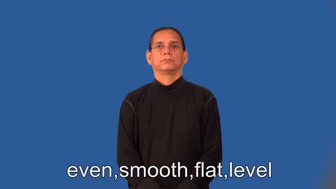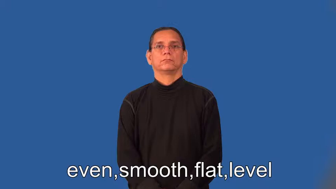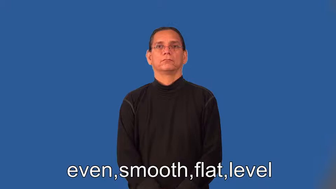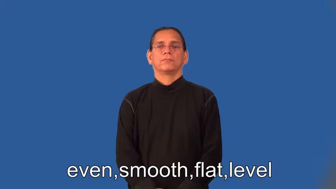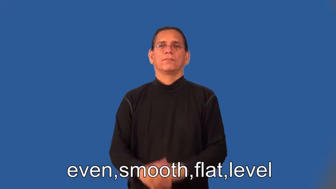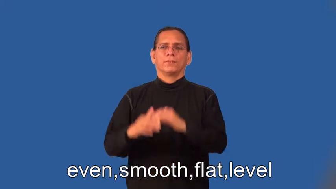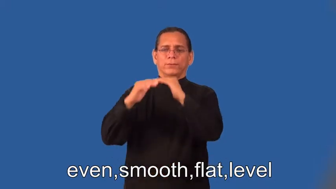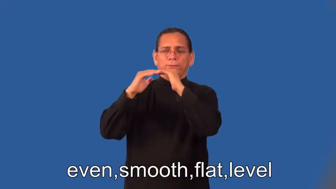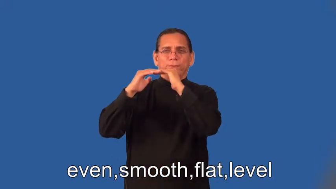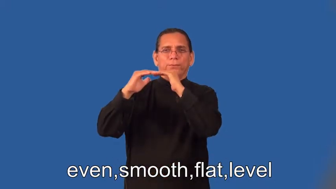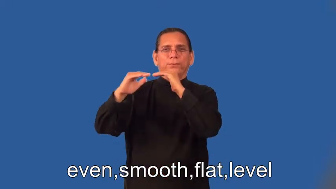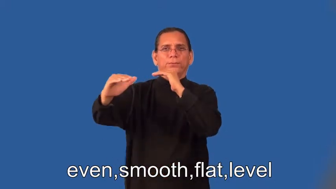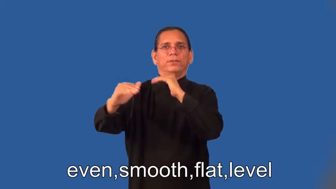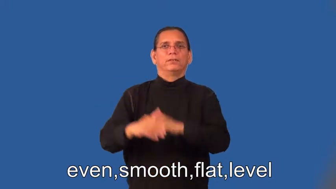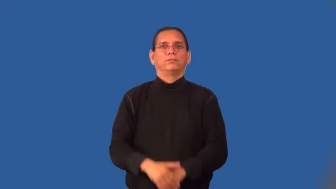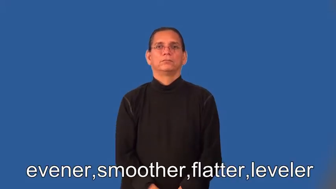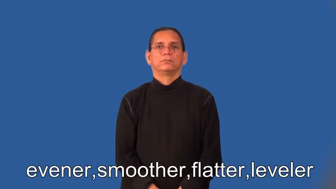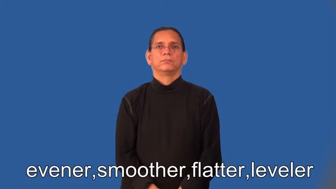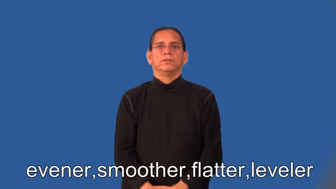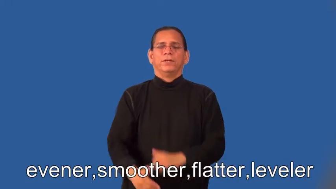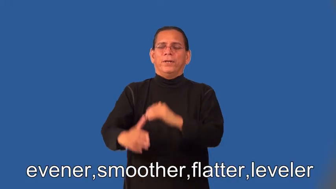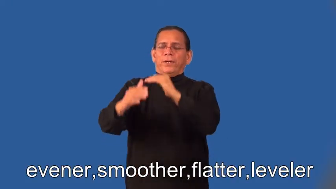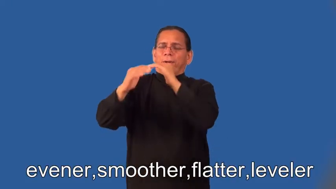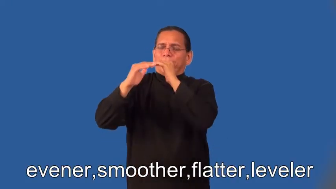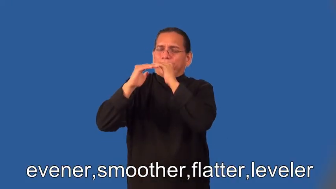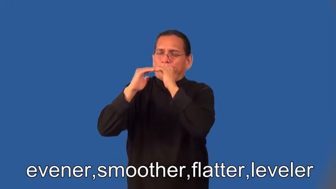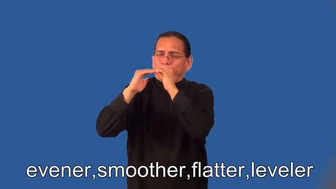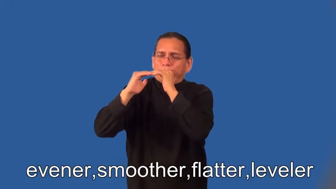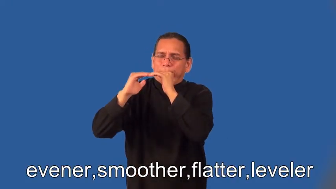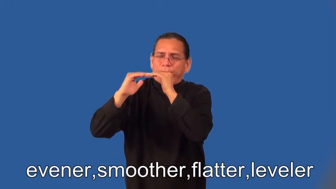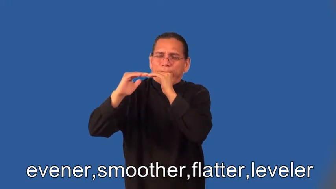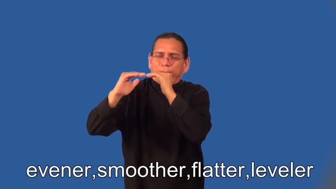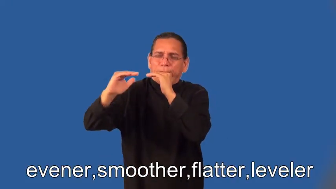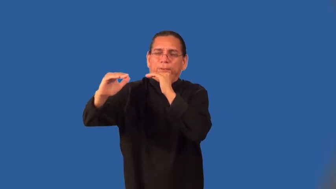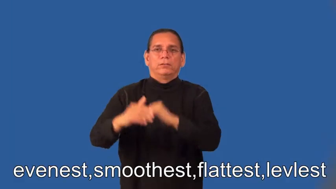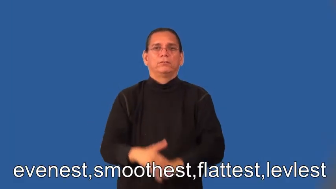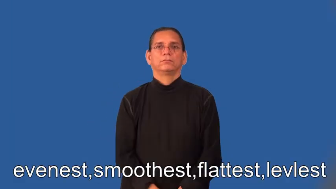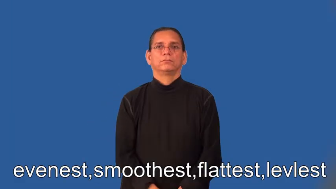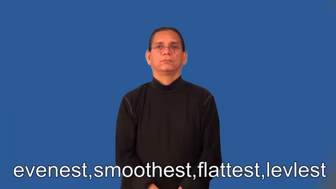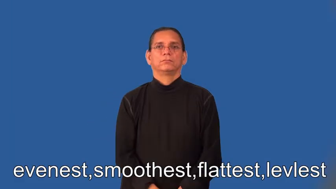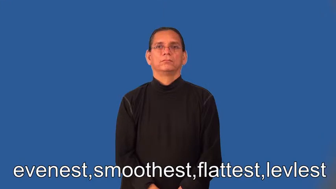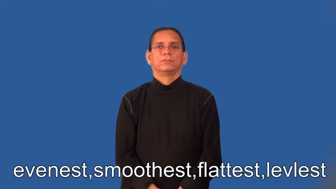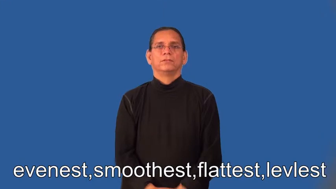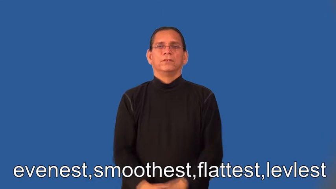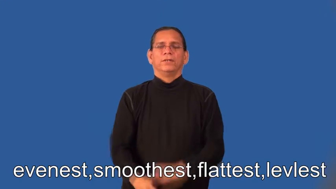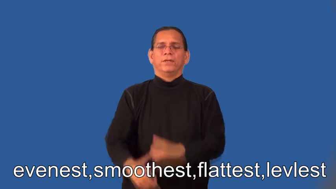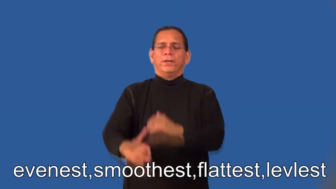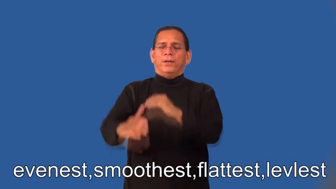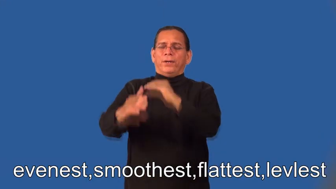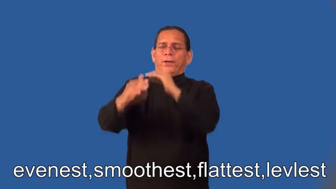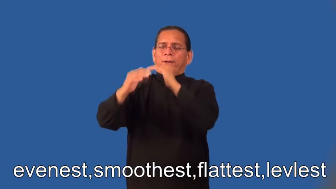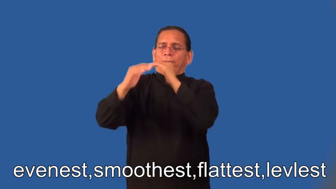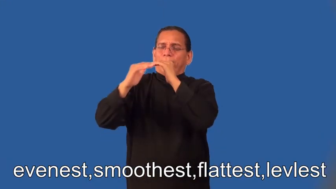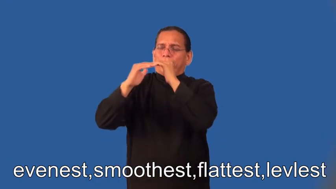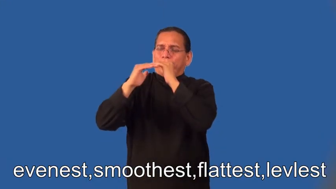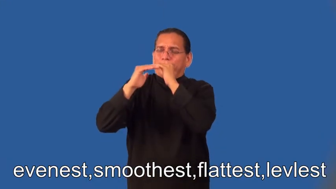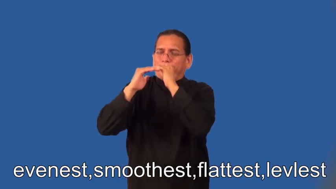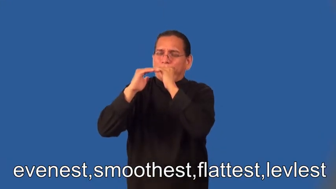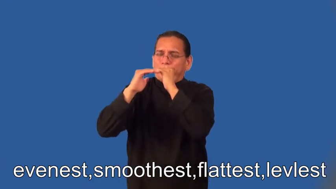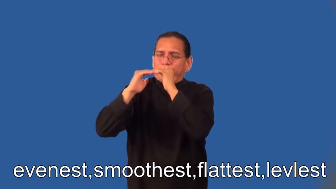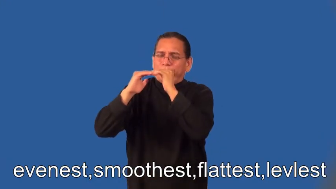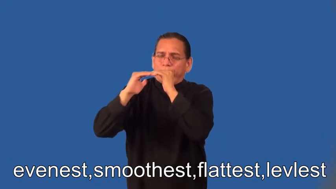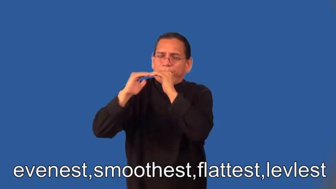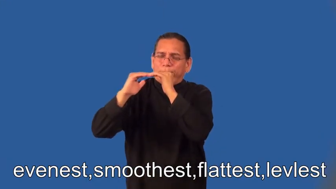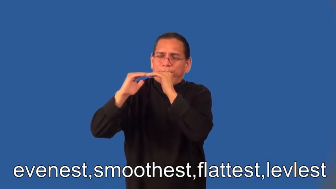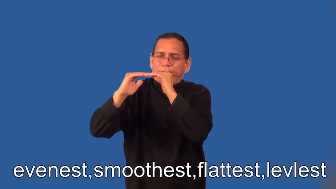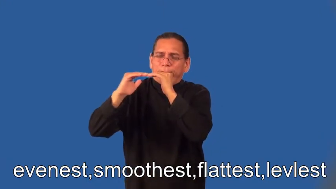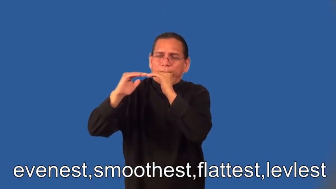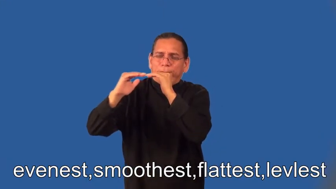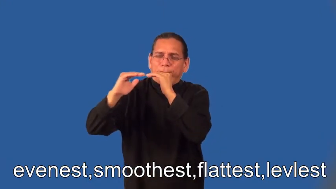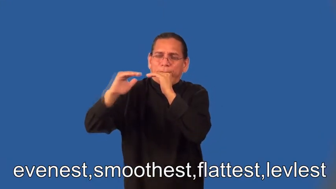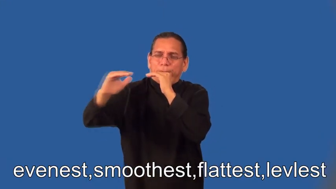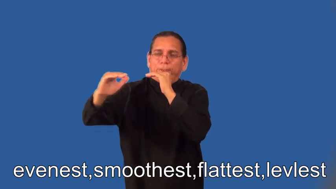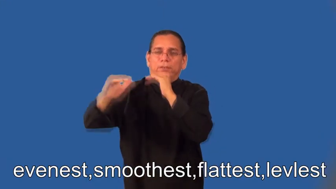evener,smoother,flatter,leveler,evenest,smoothest,flattest,levelest